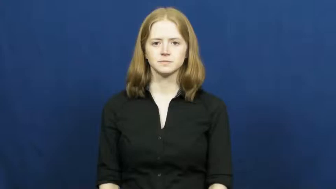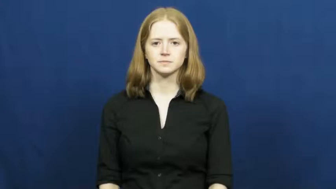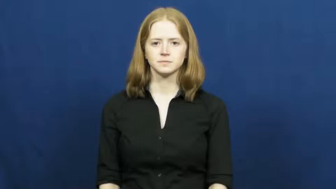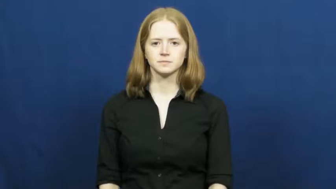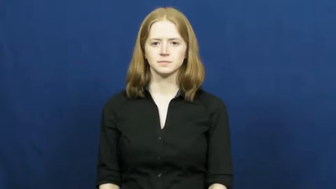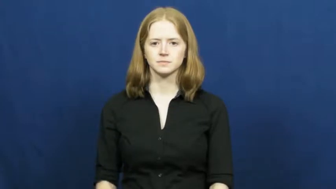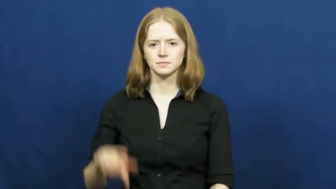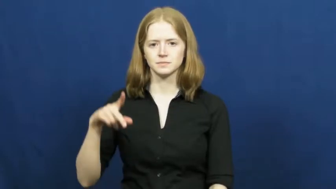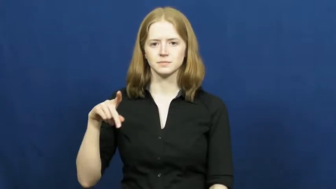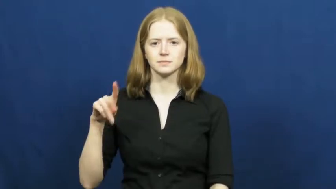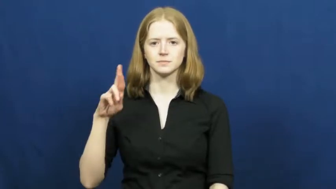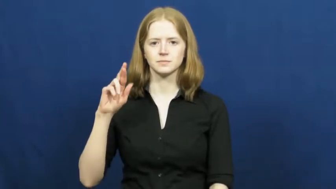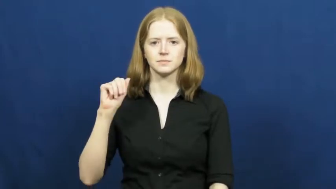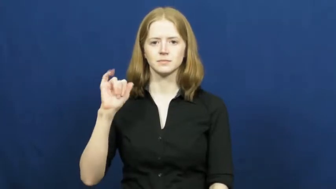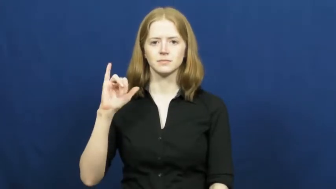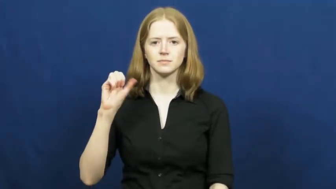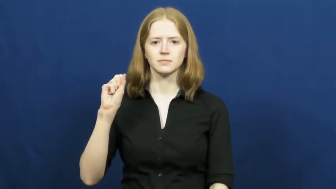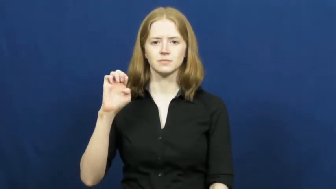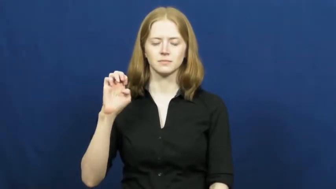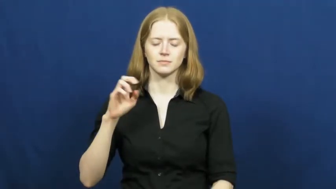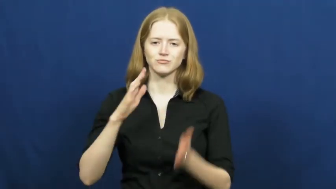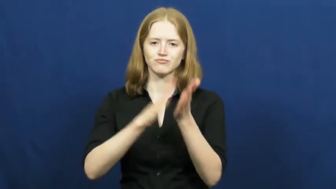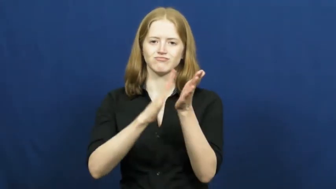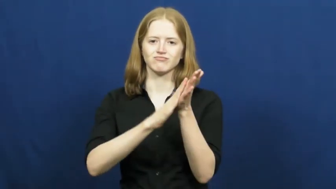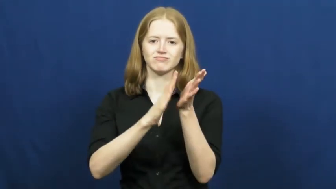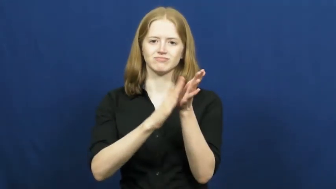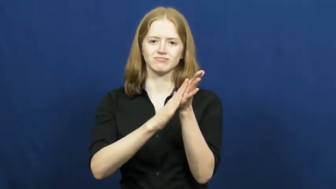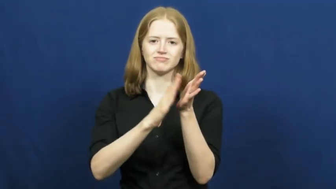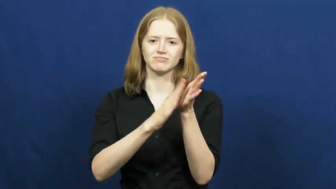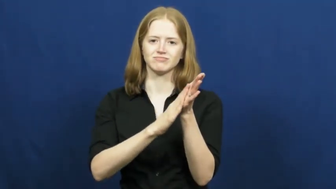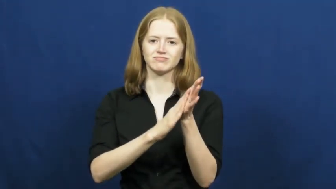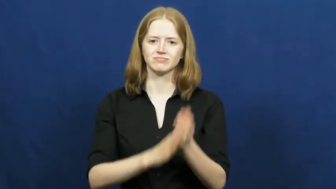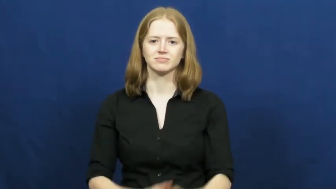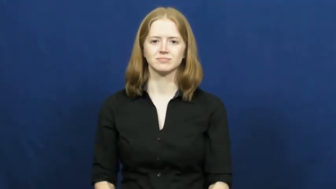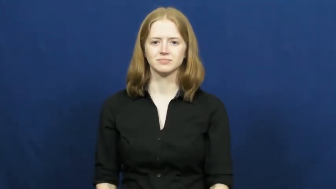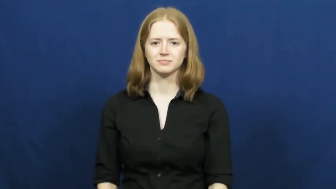praise